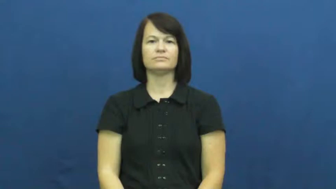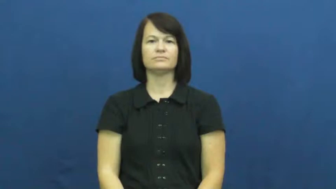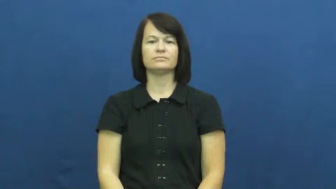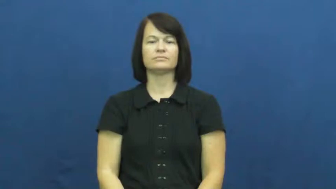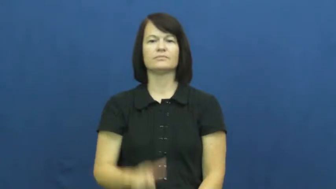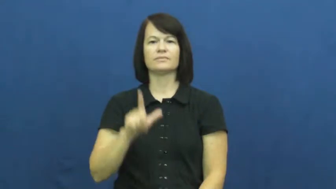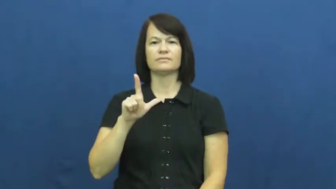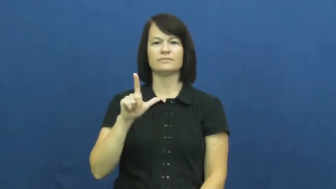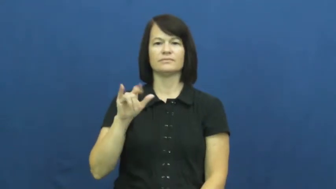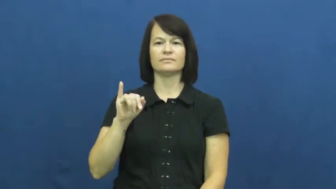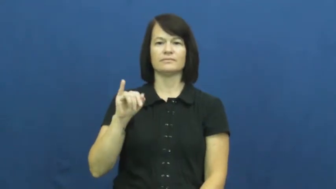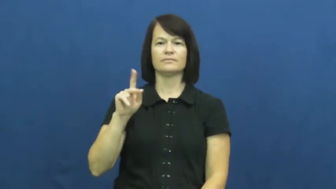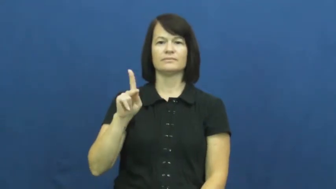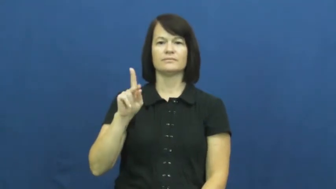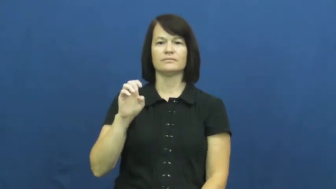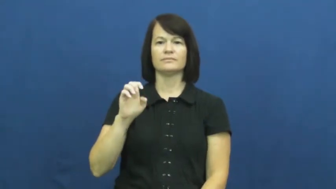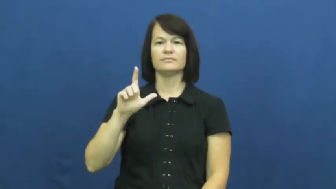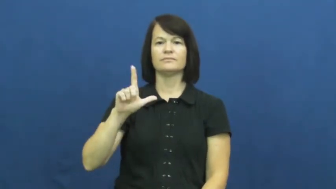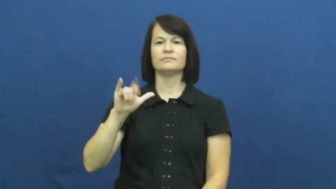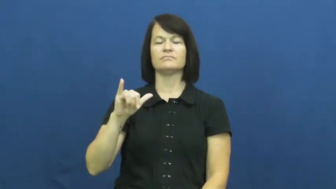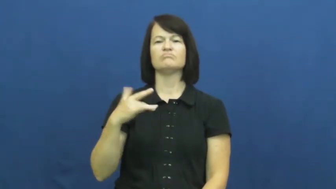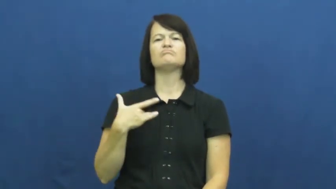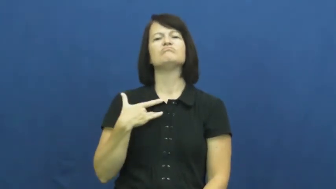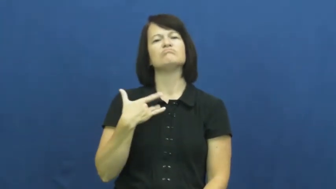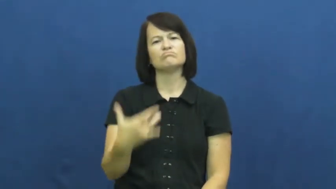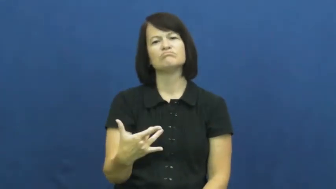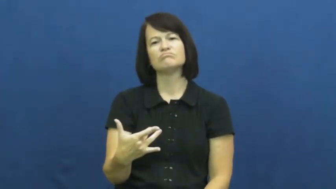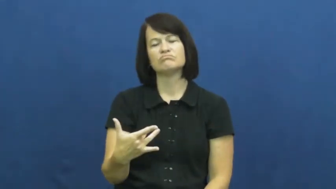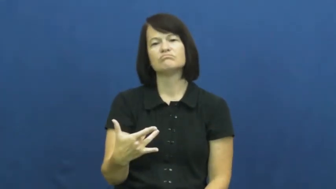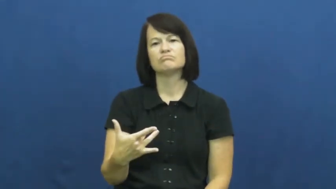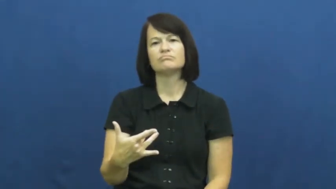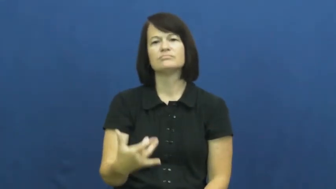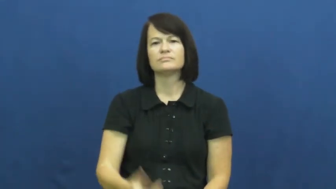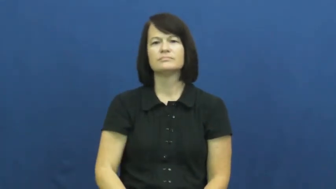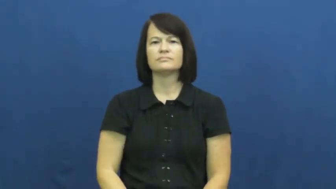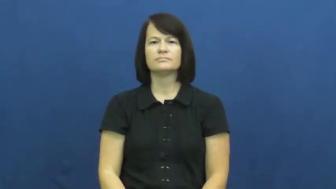likely